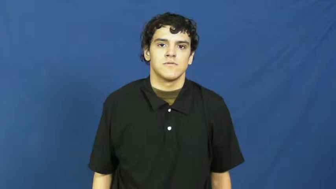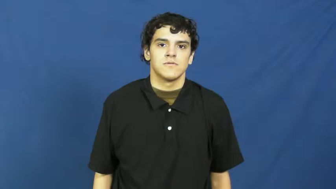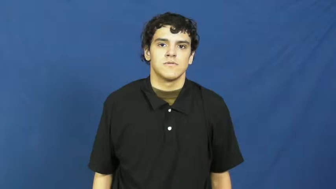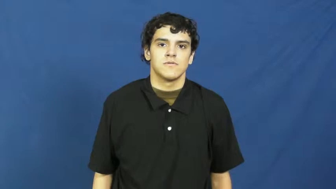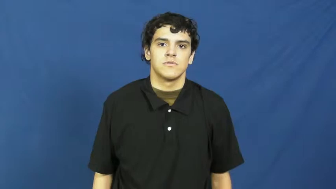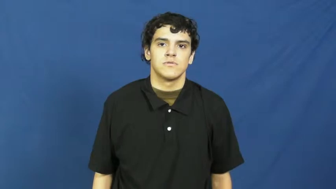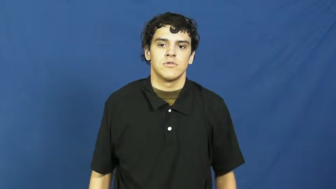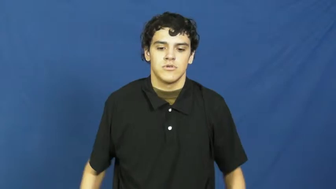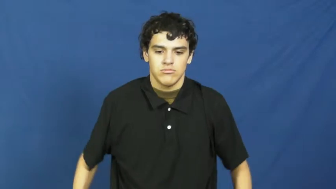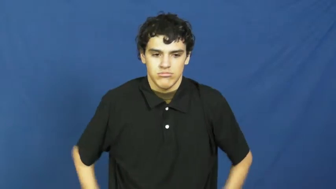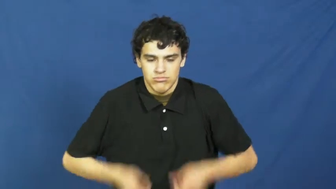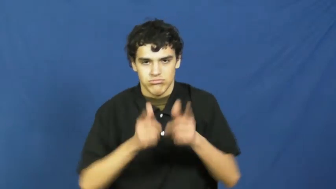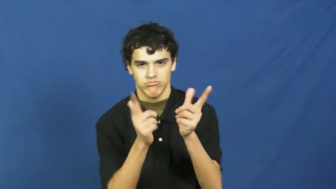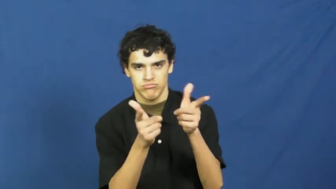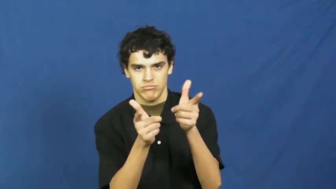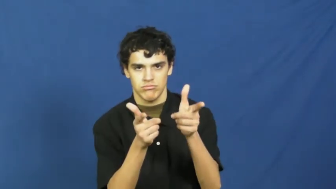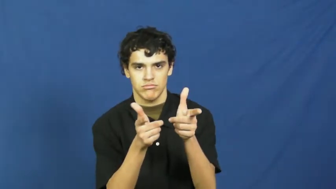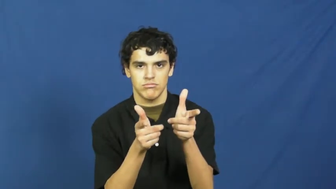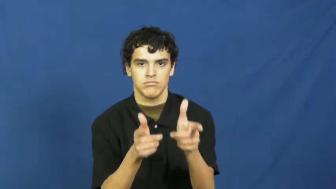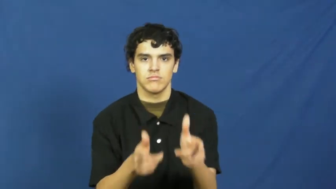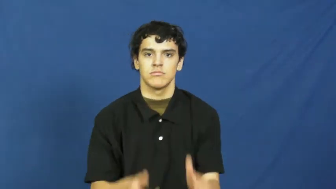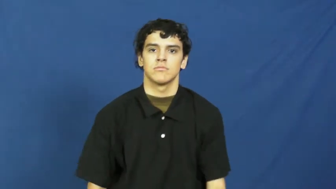holdup,stickup,rob